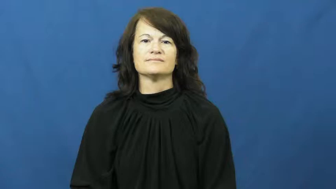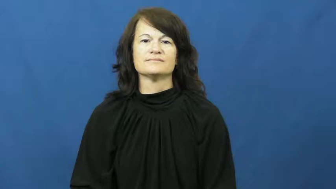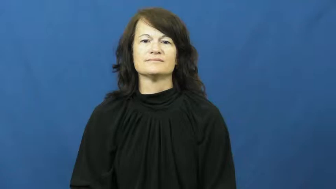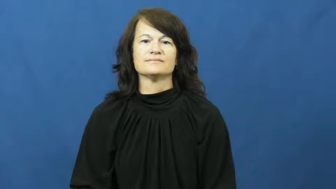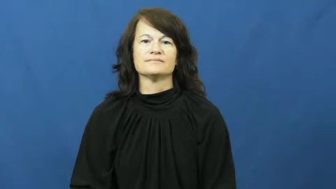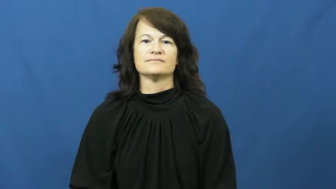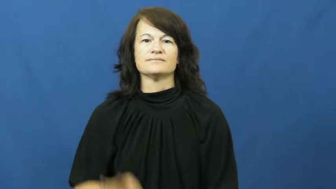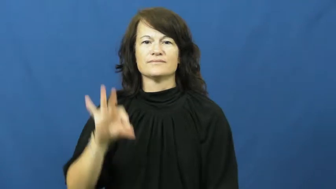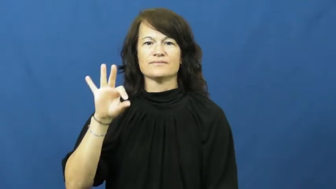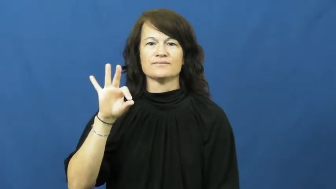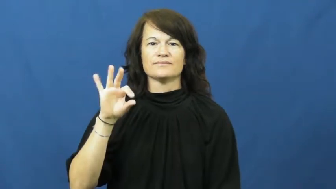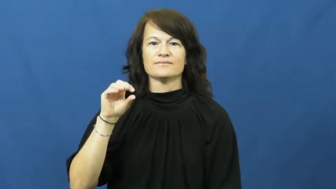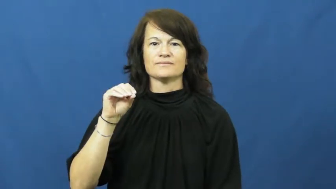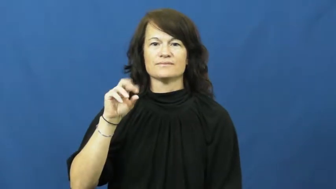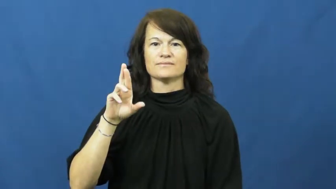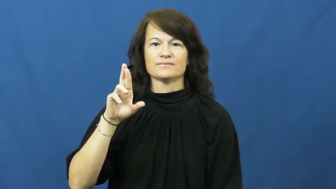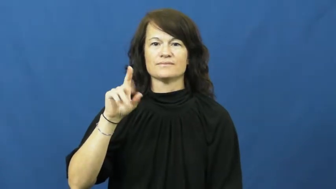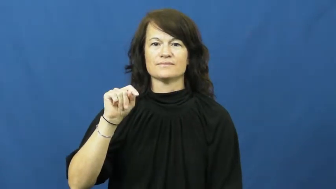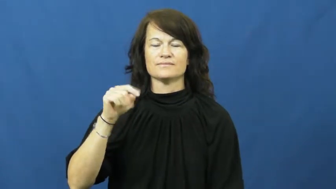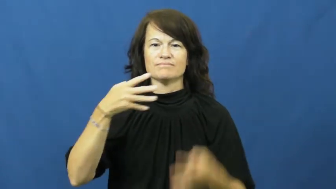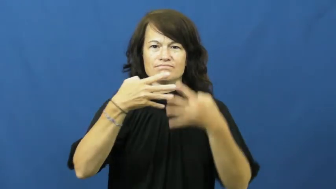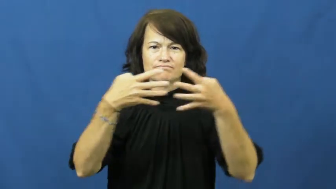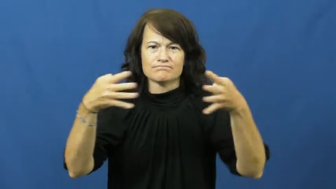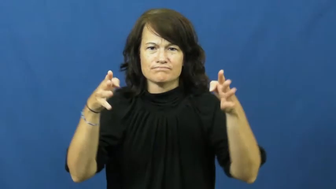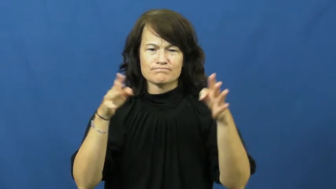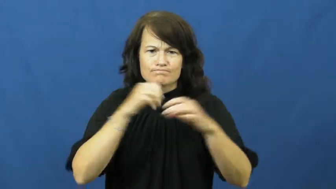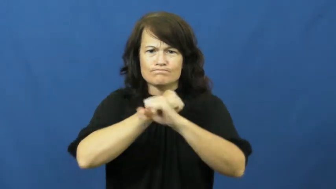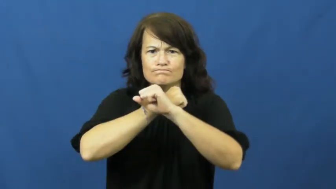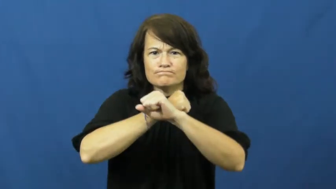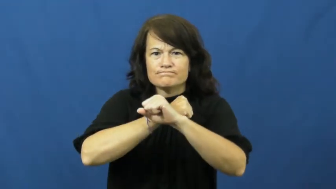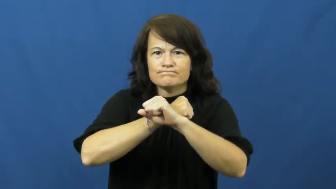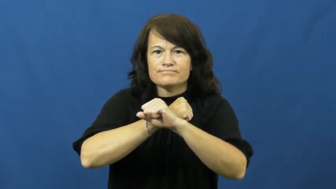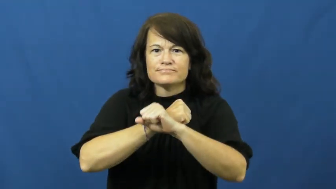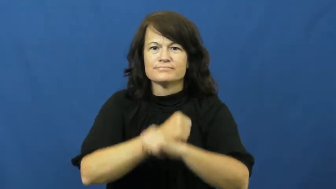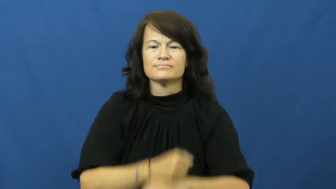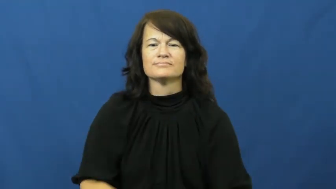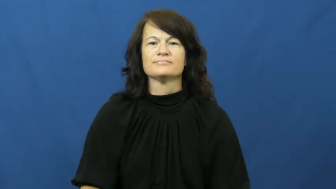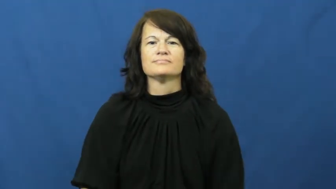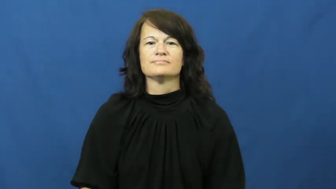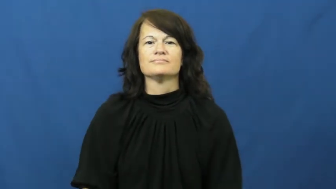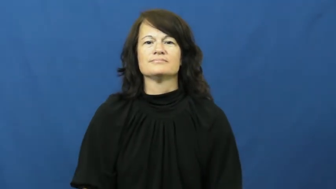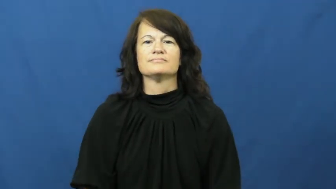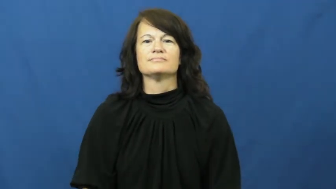fort